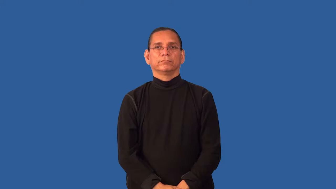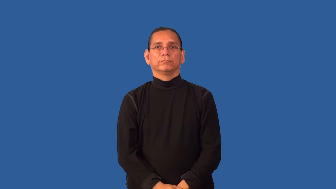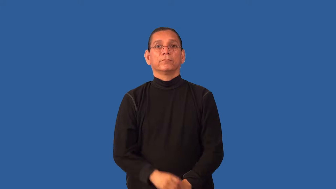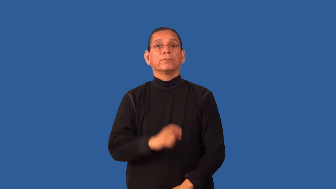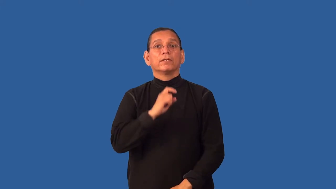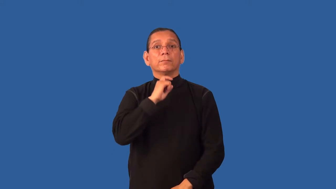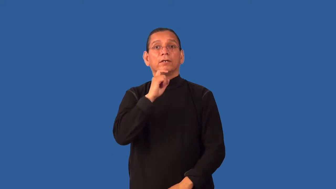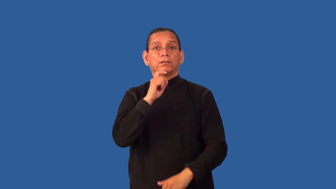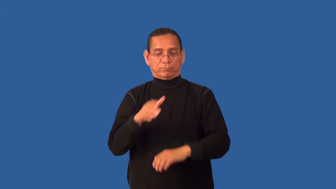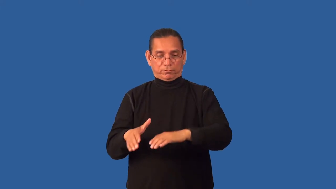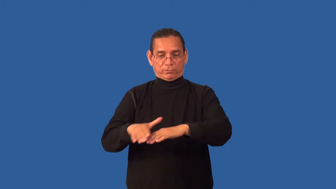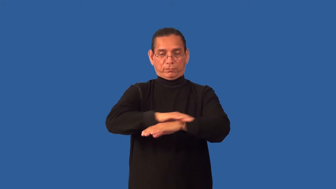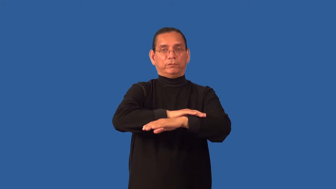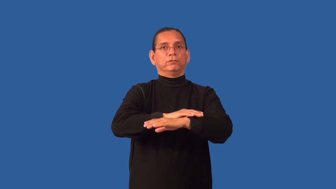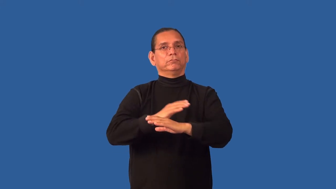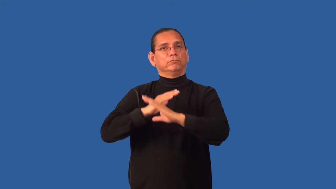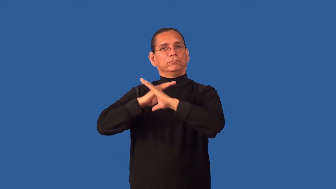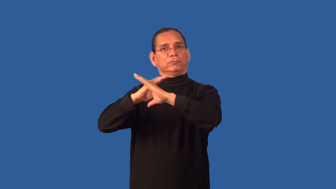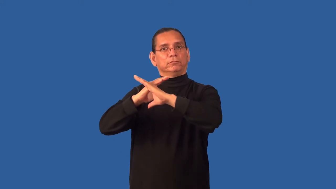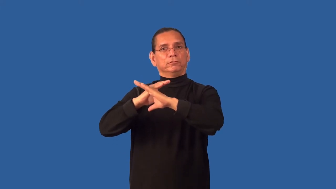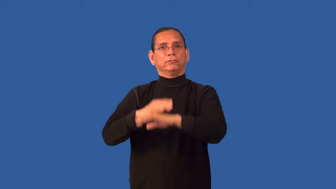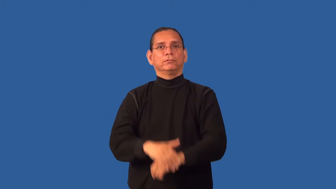galvanize-cover with zinc